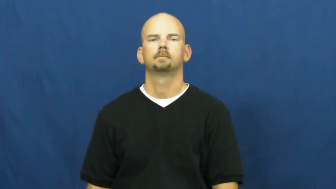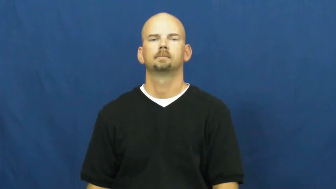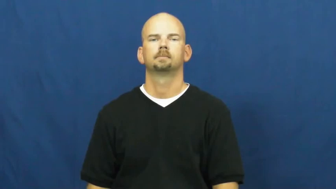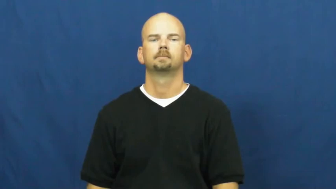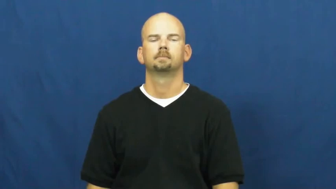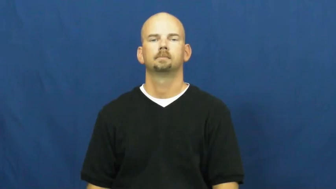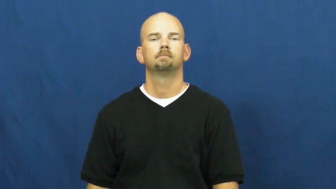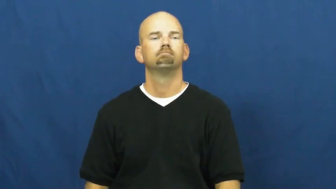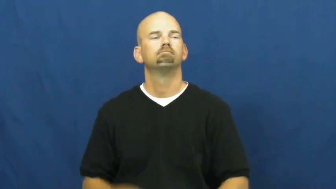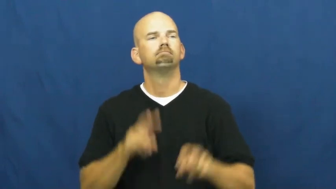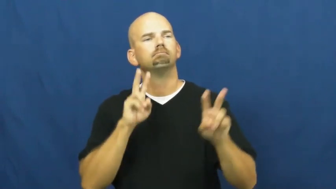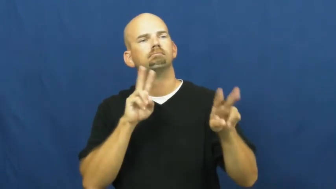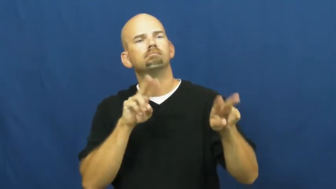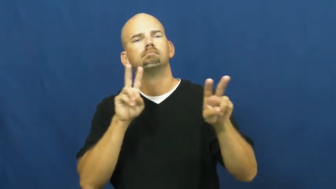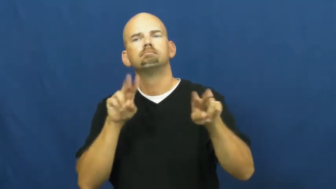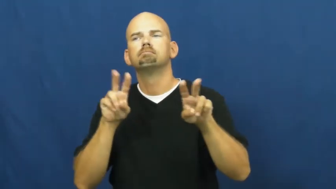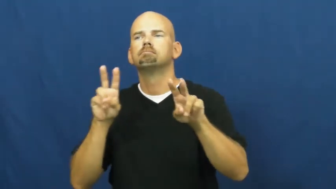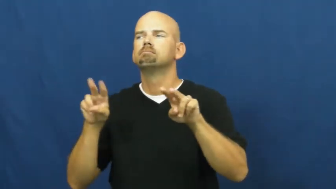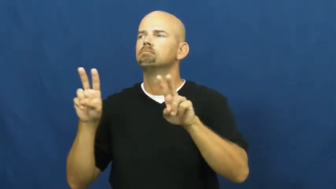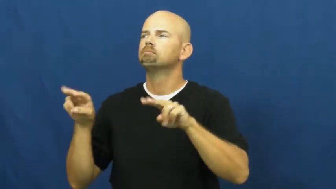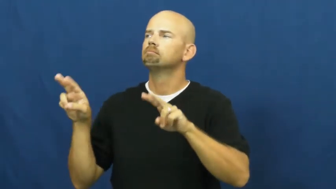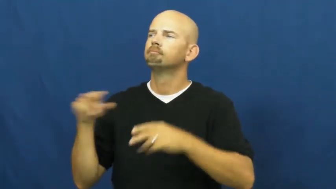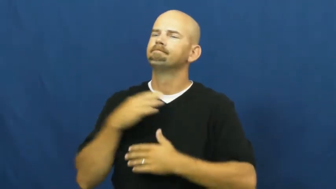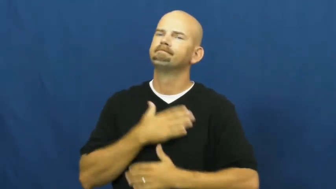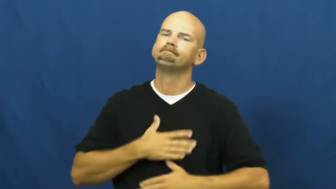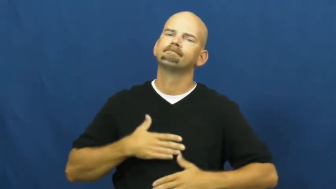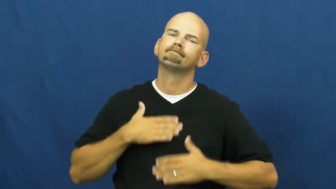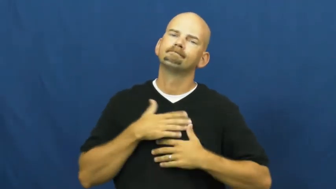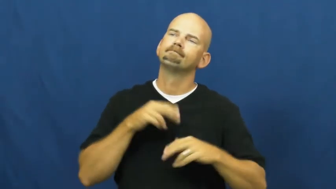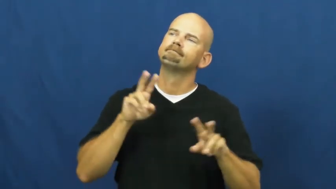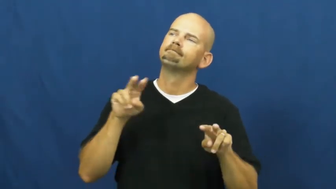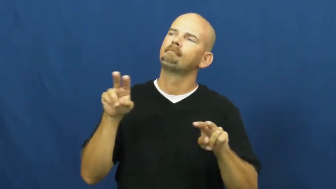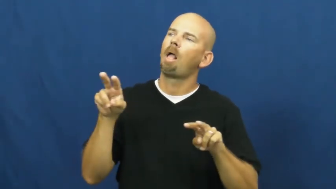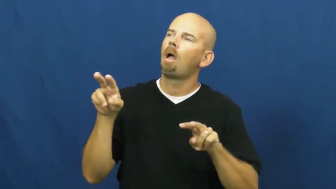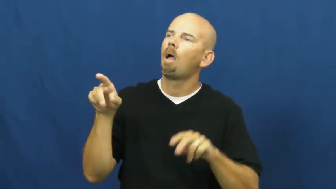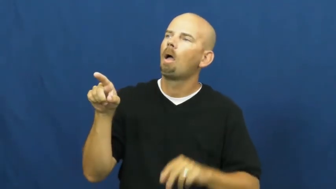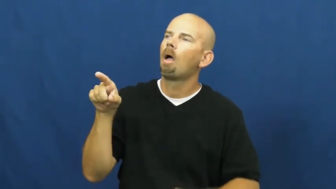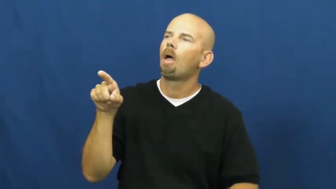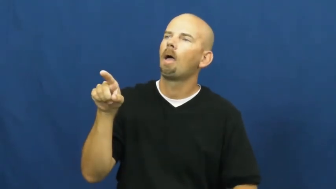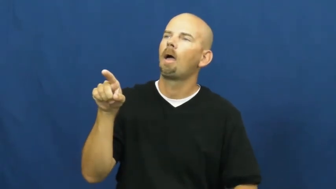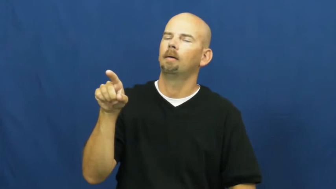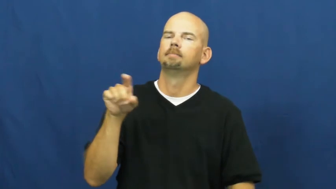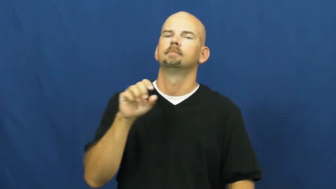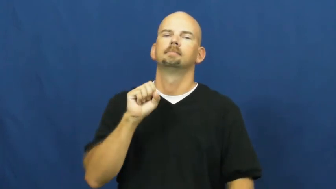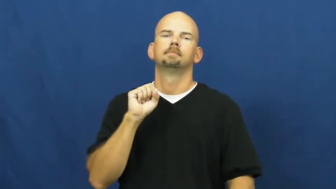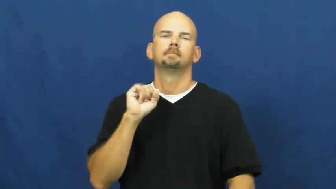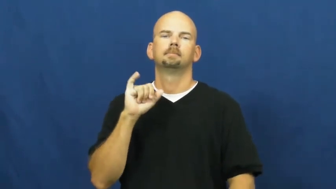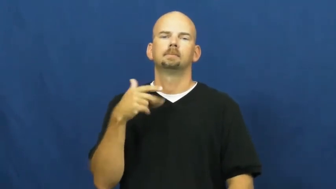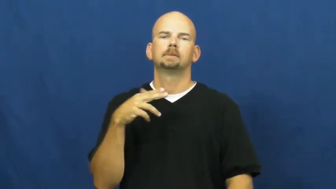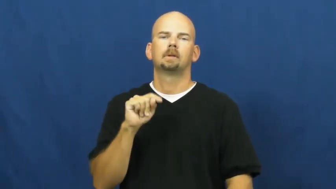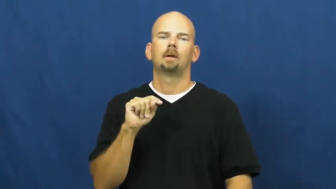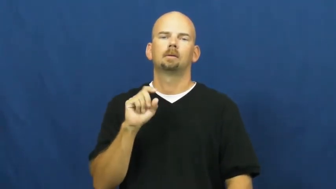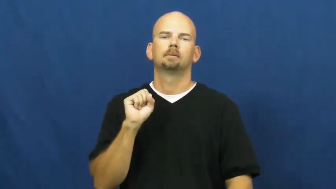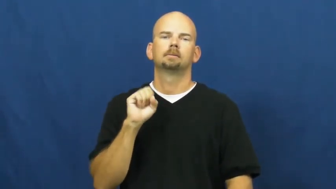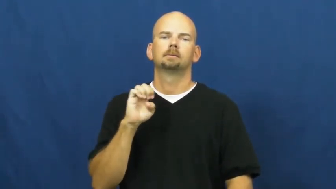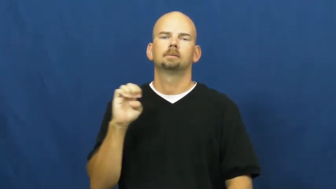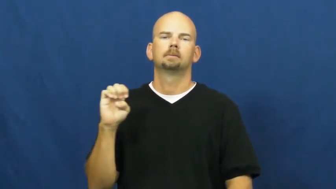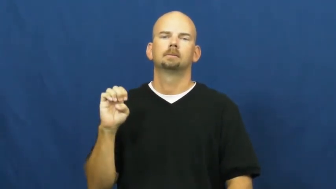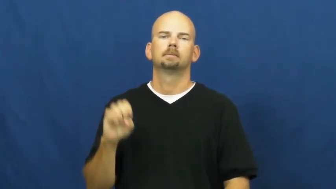sightsee